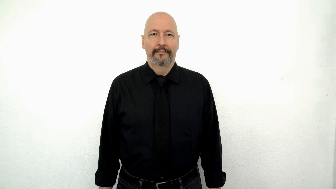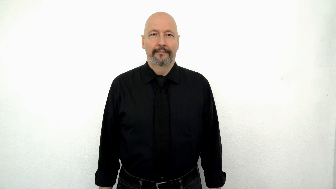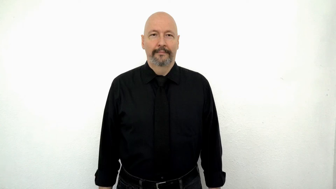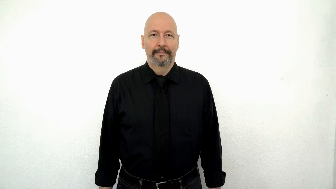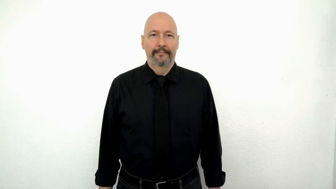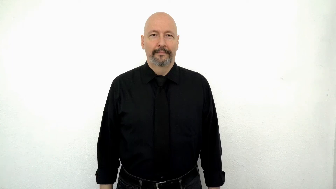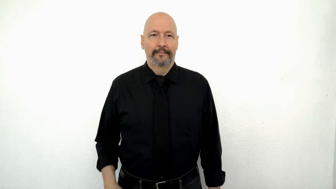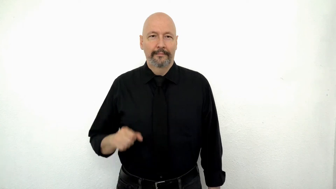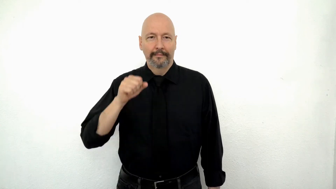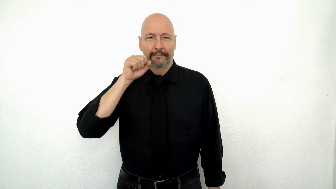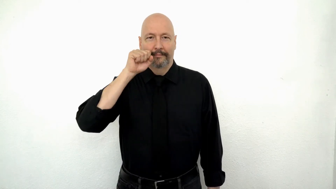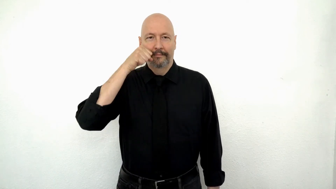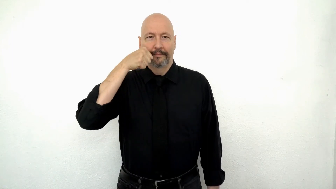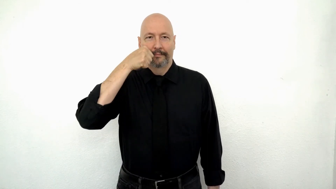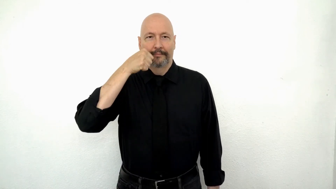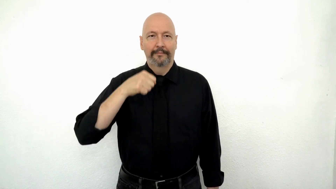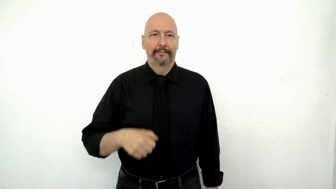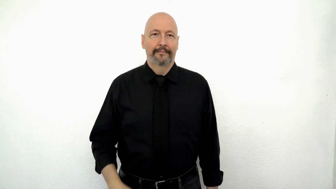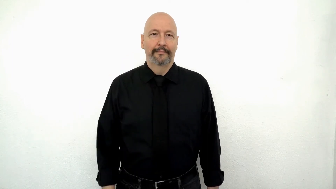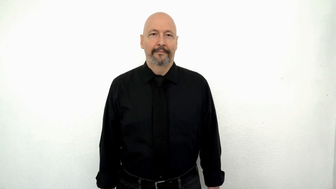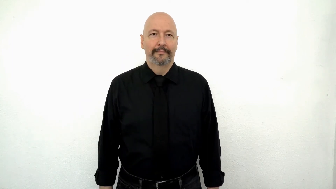CARROT [twisting version]